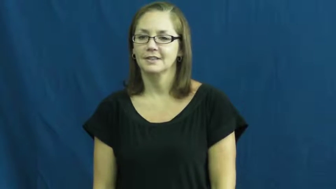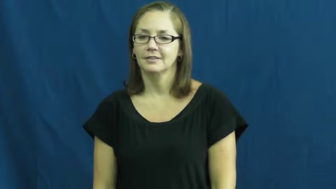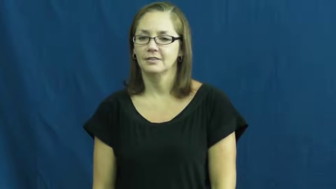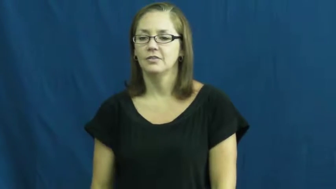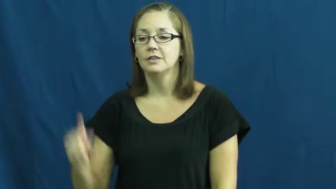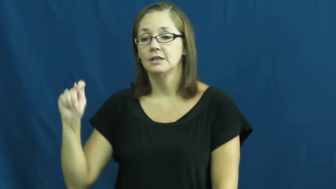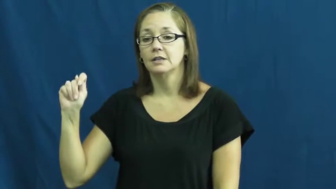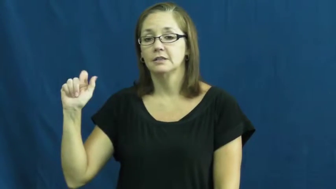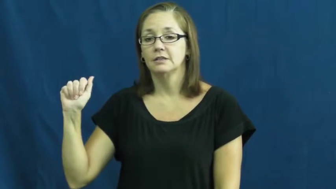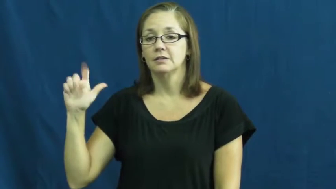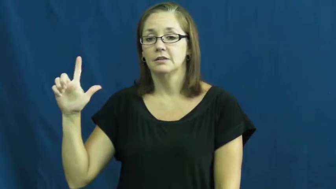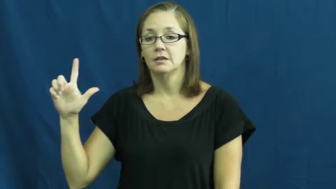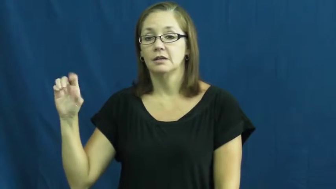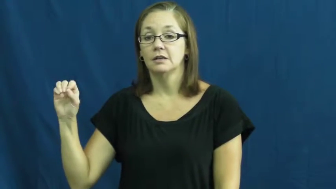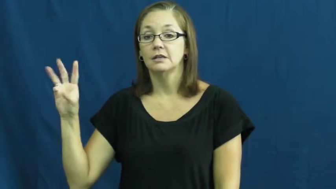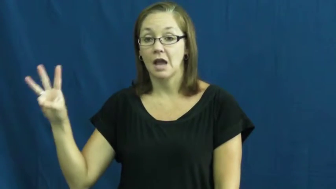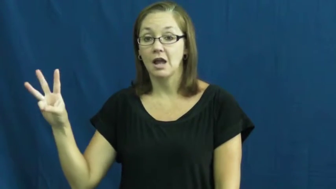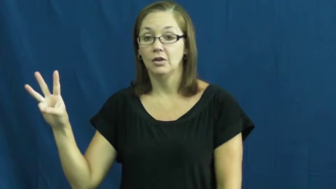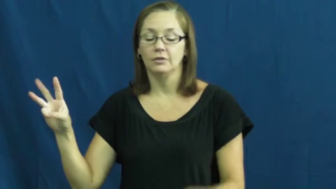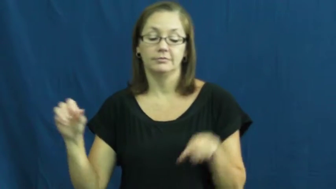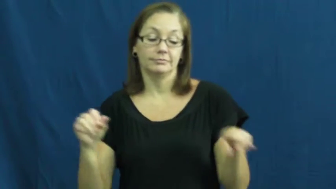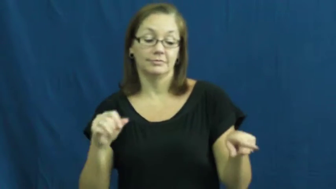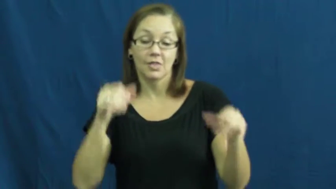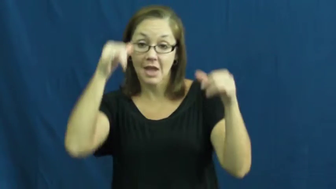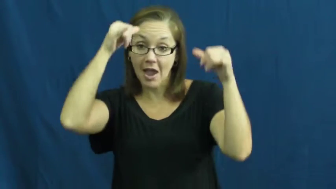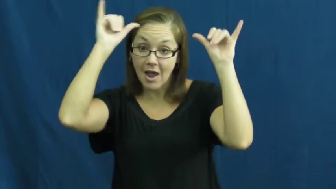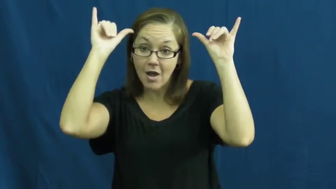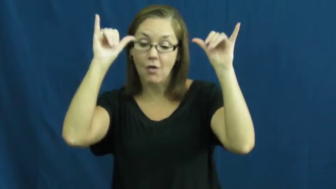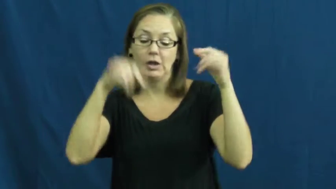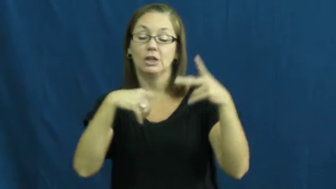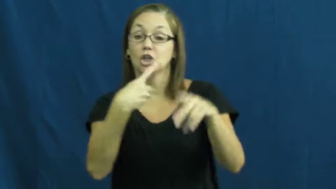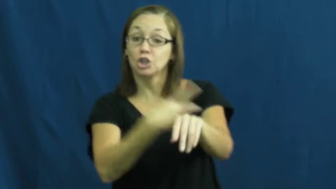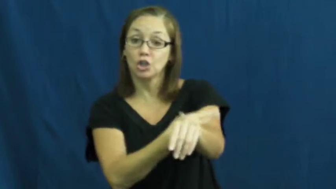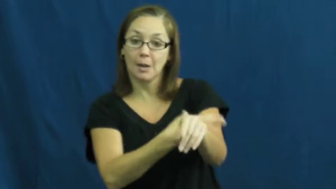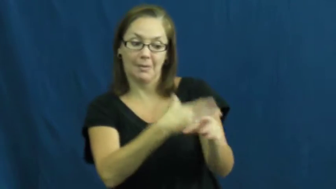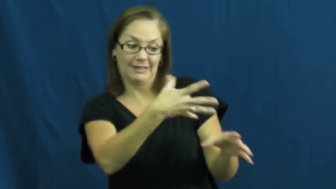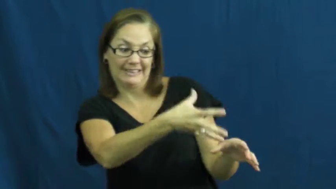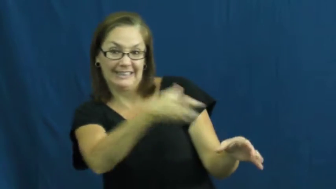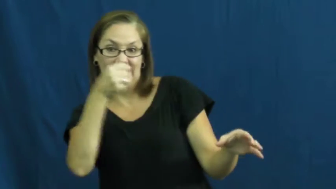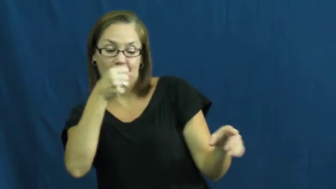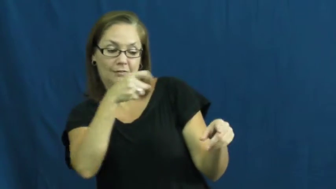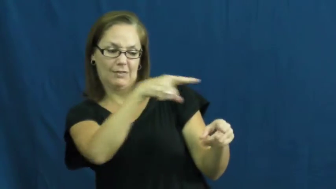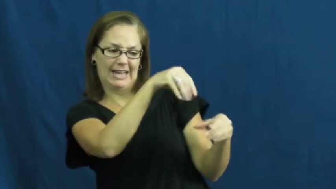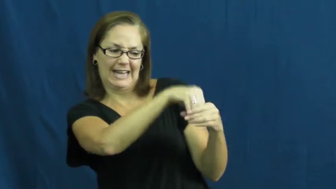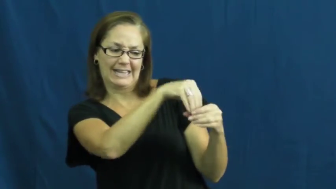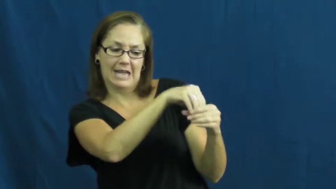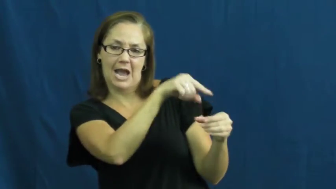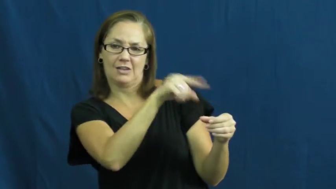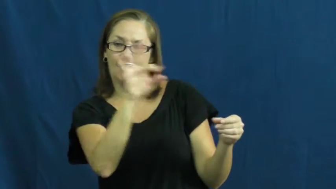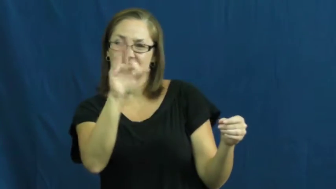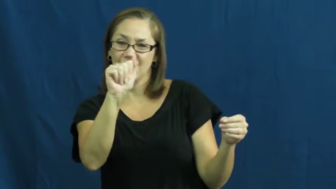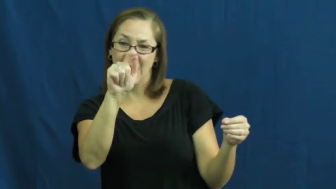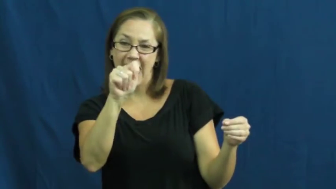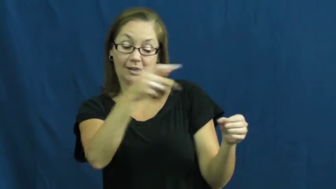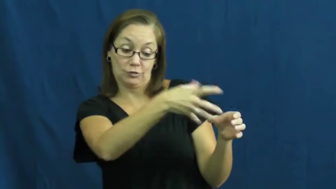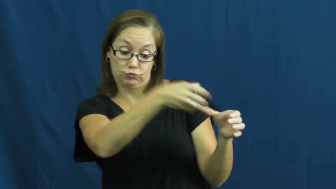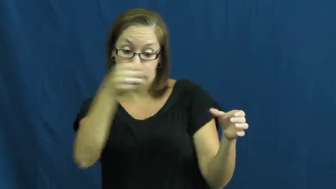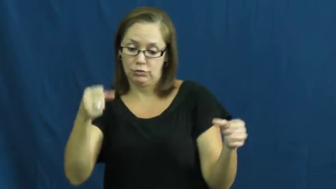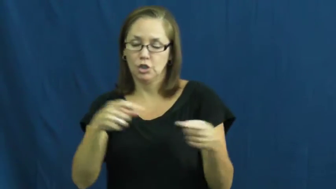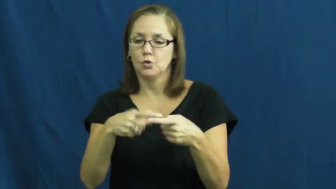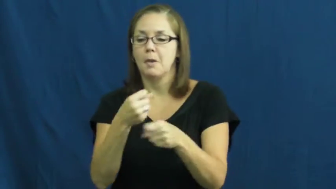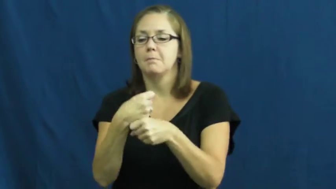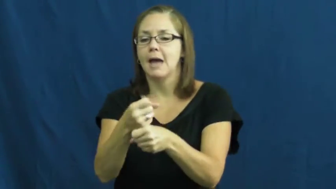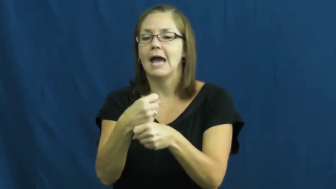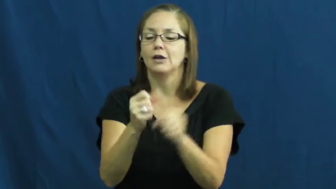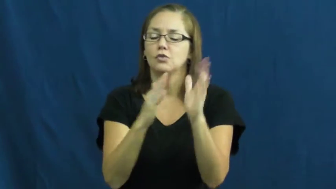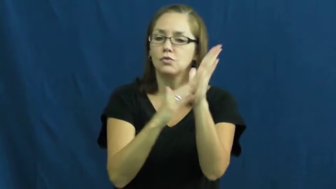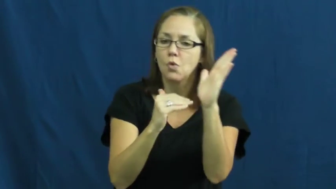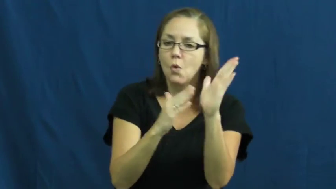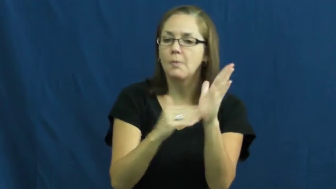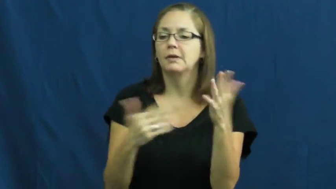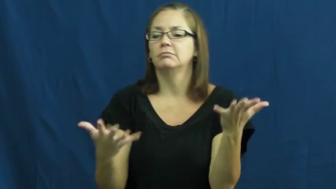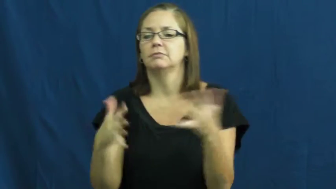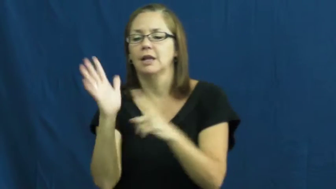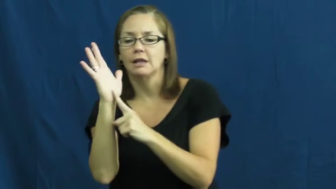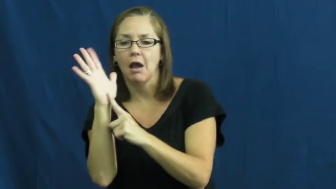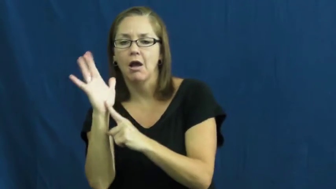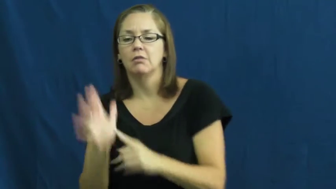tallow